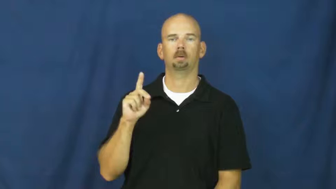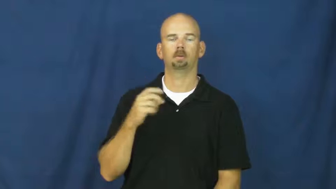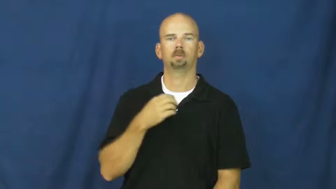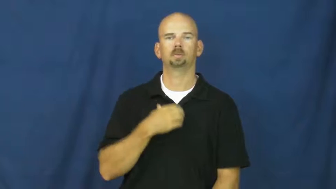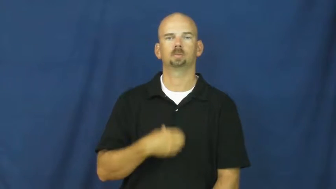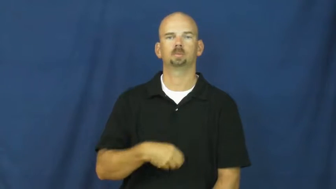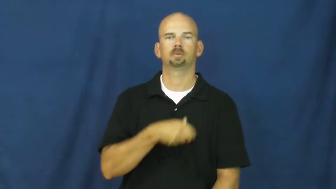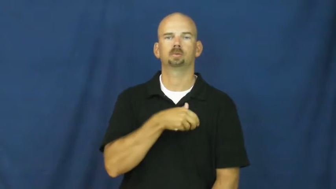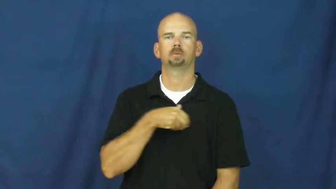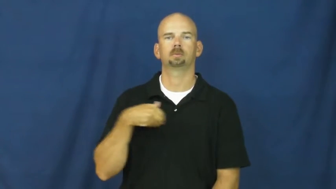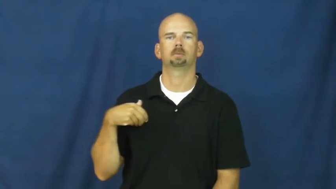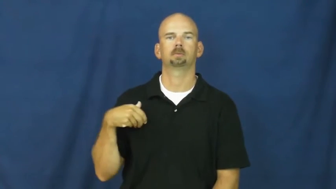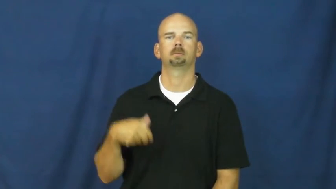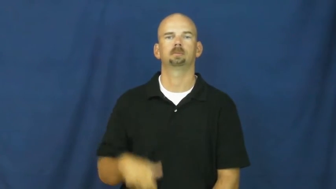switzerland